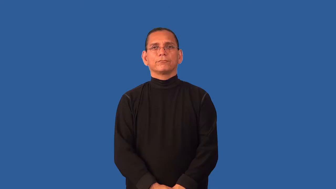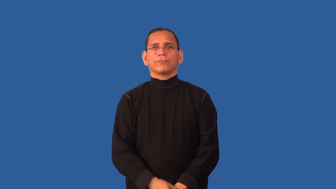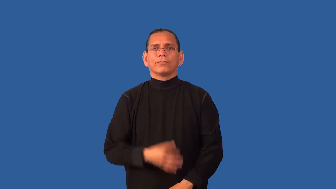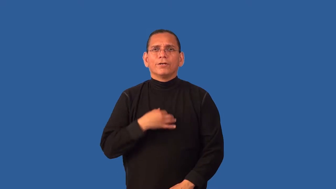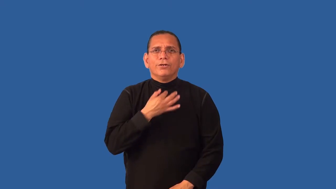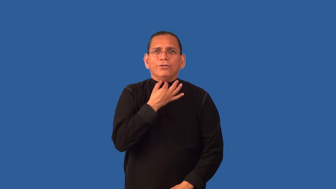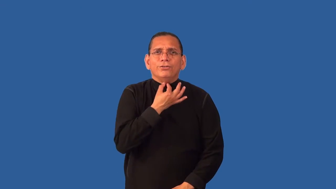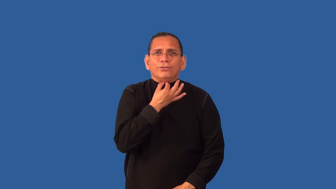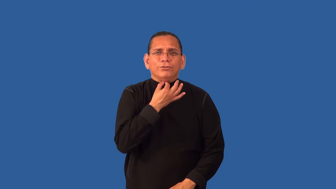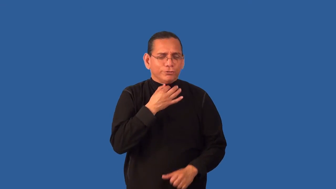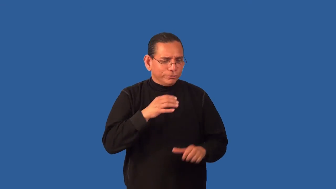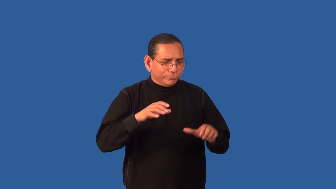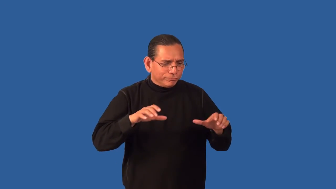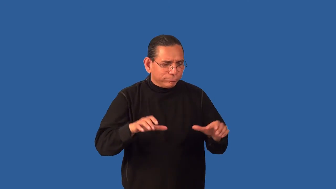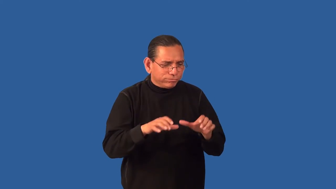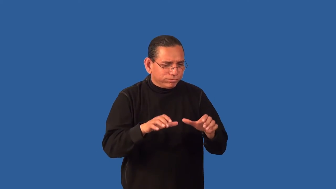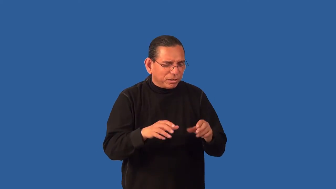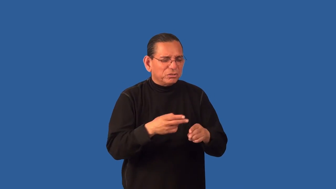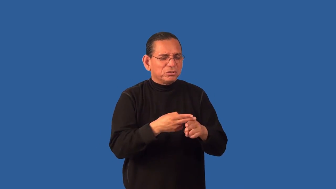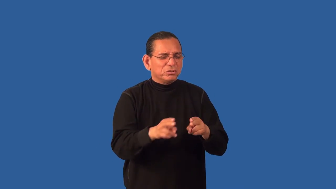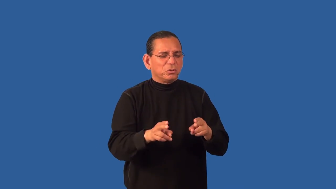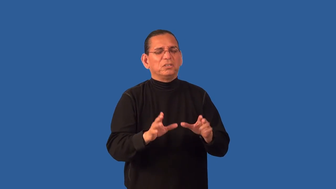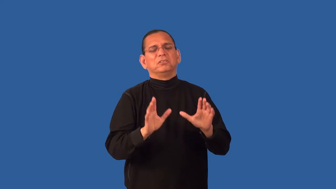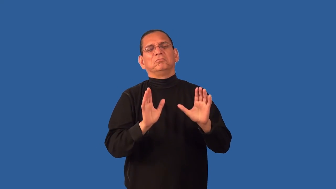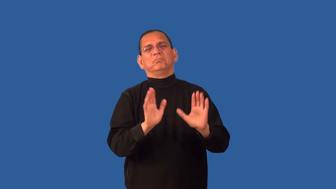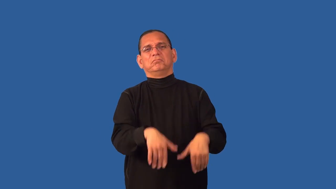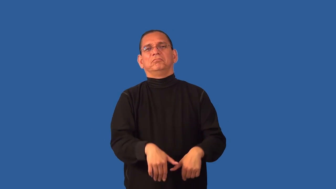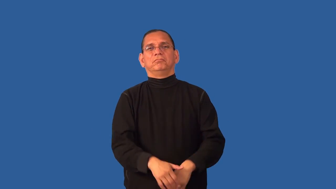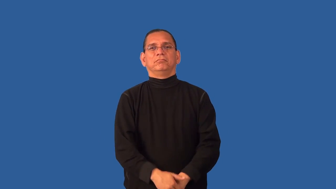dabble,dalliance